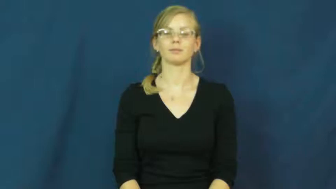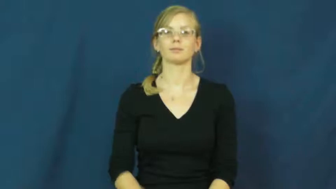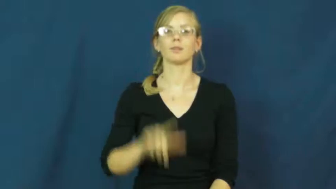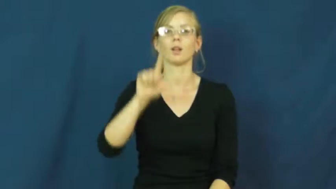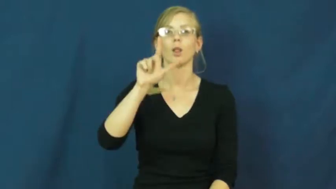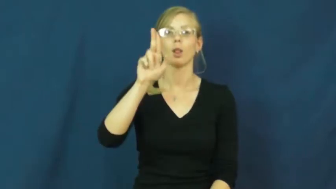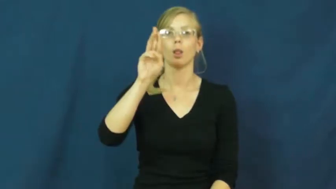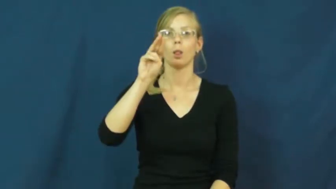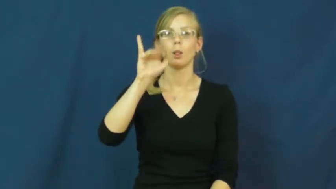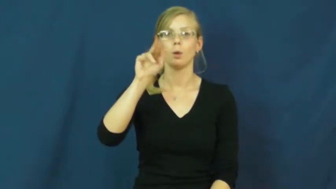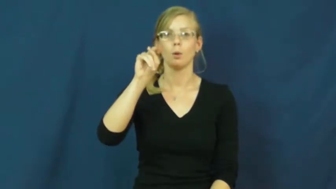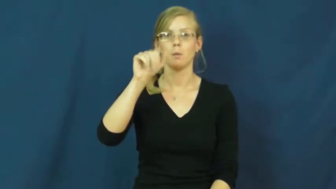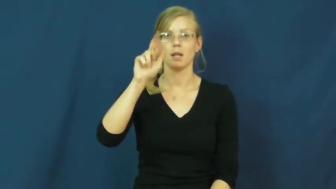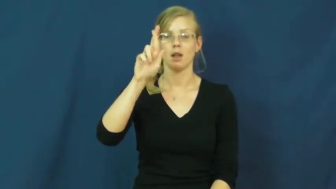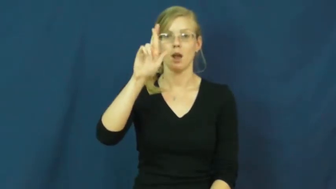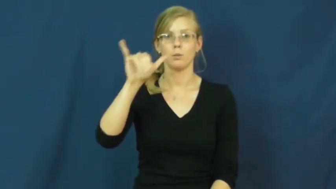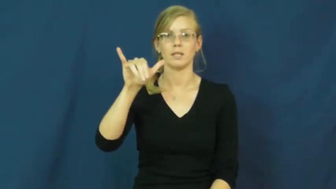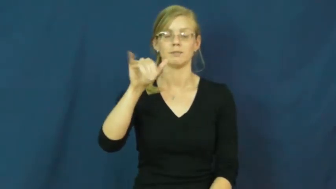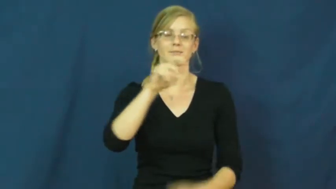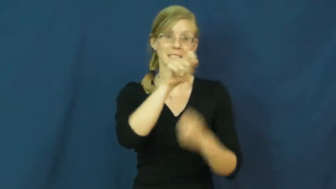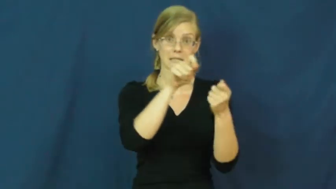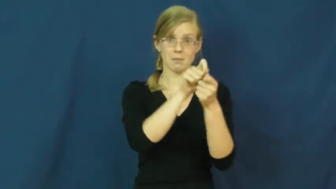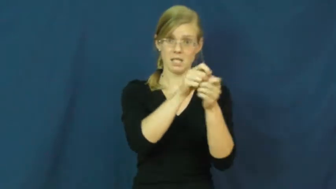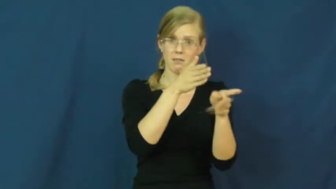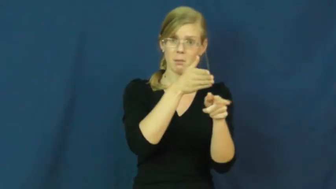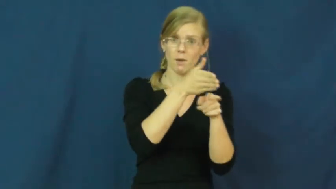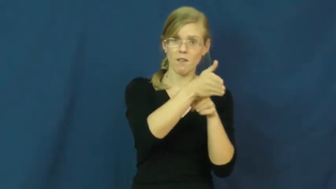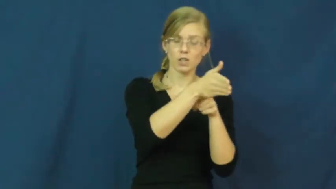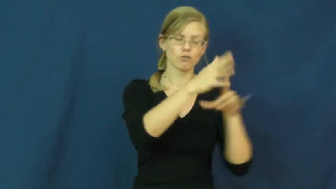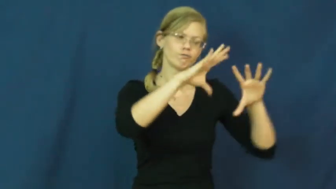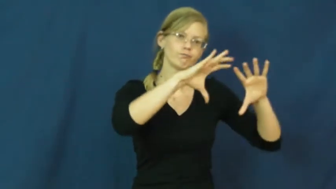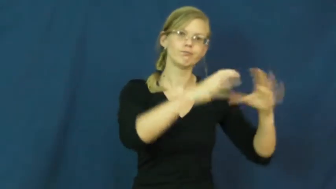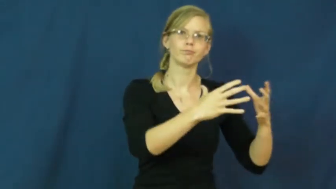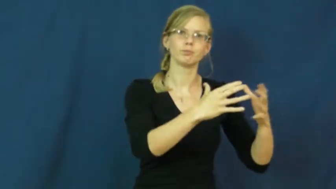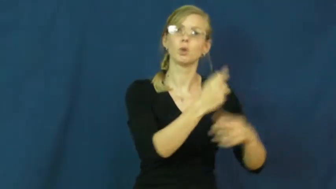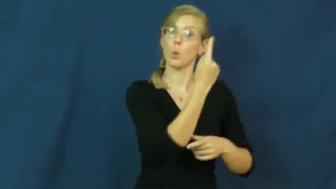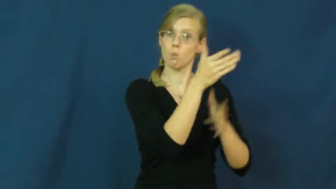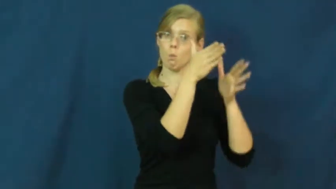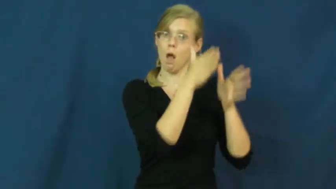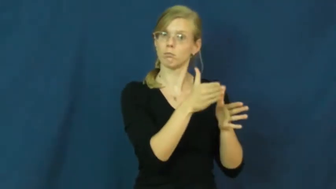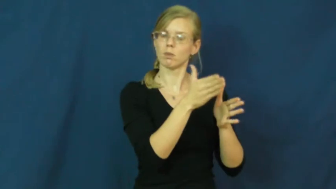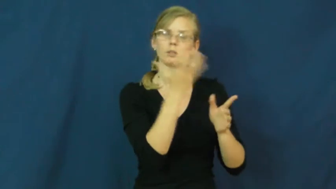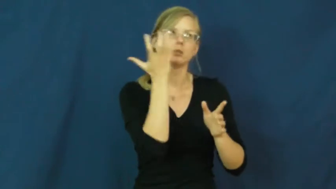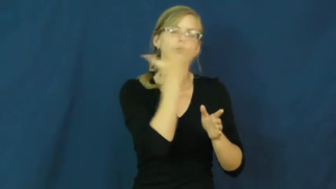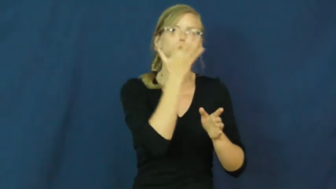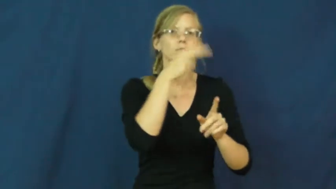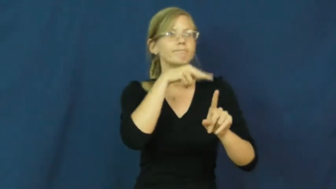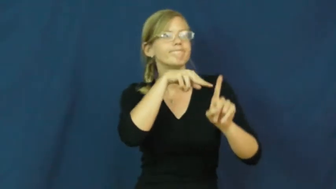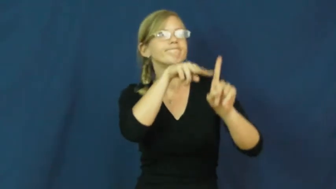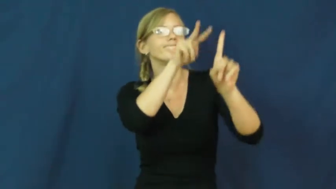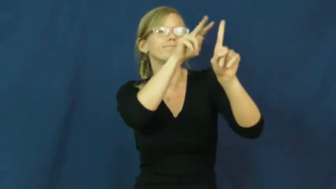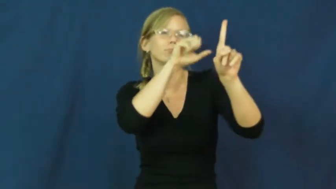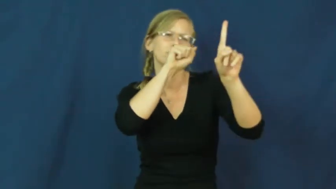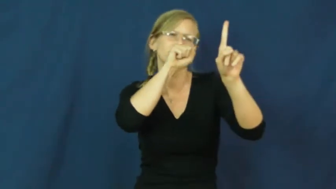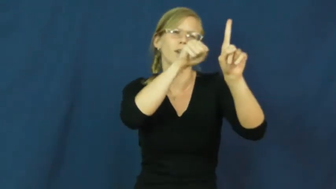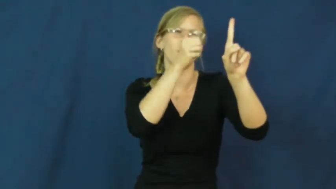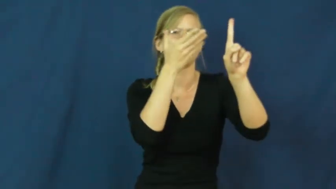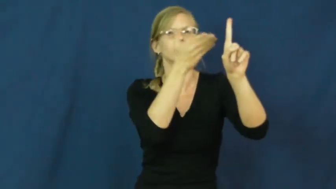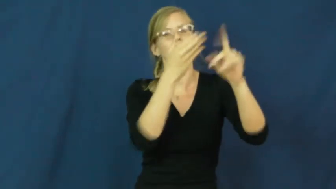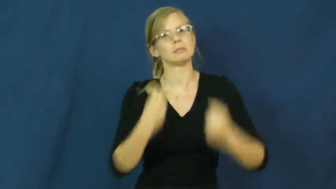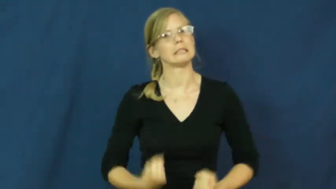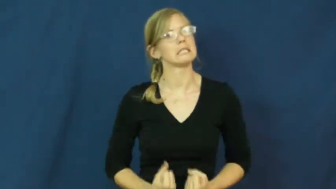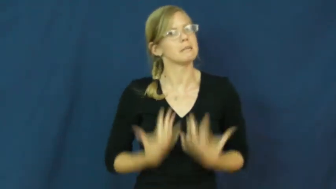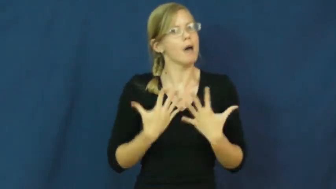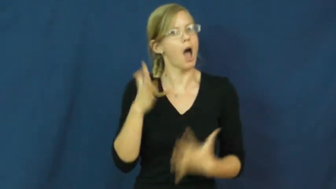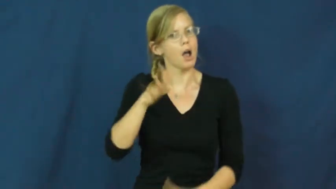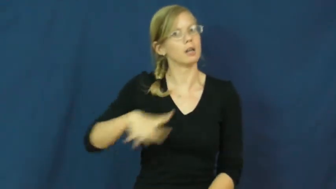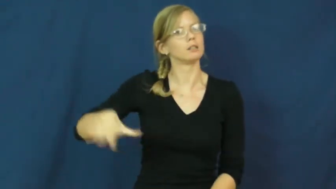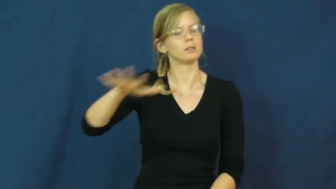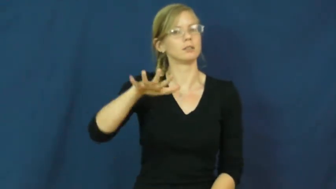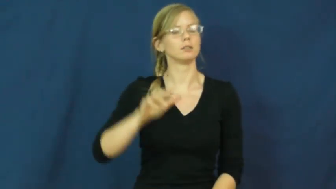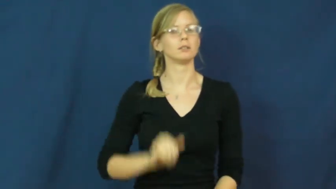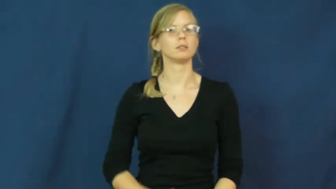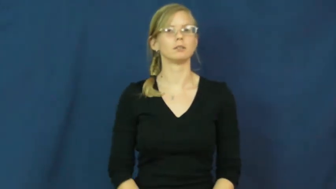luminary